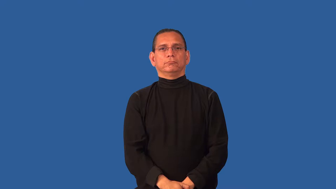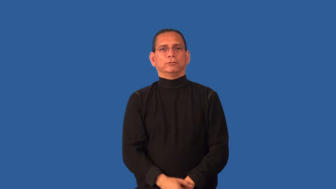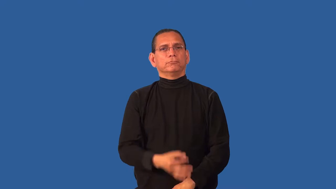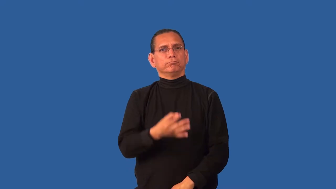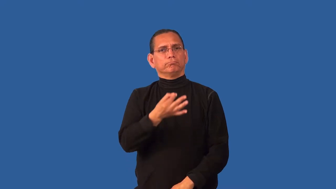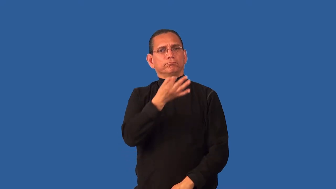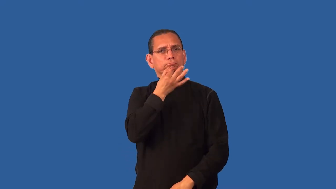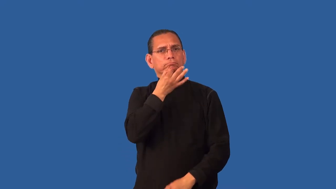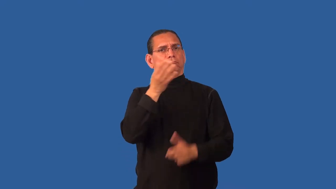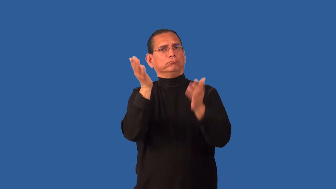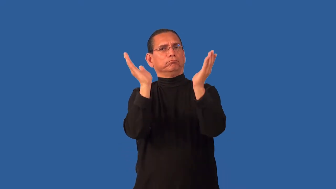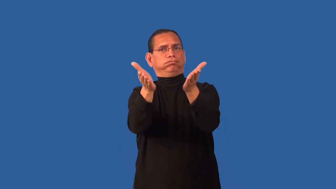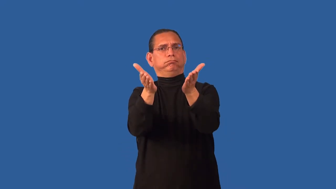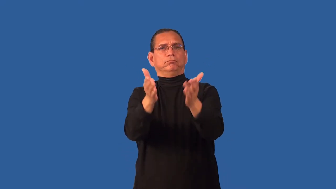convincingly,persuasive,cogent